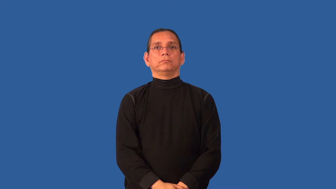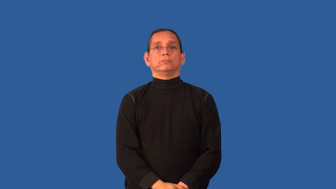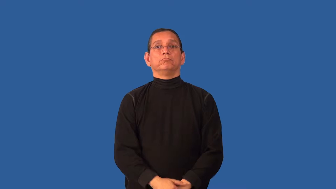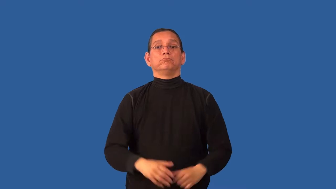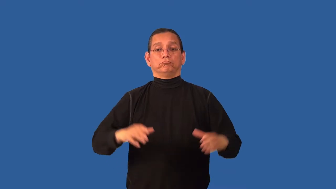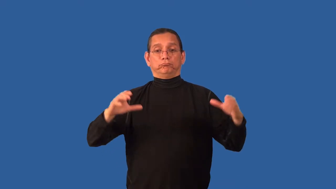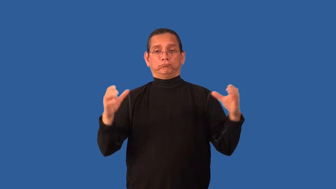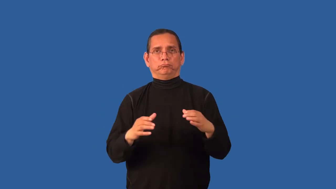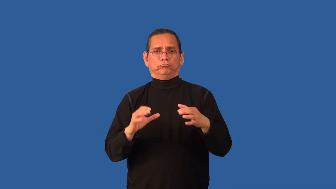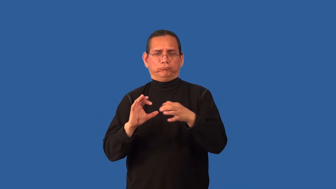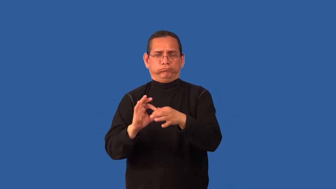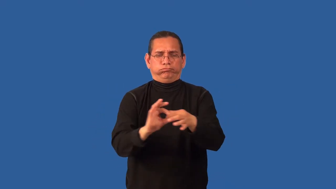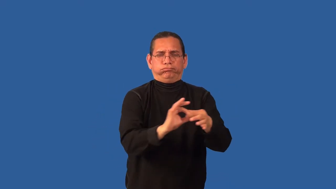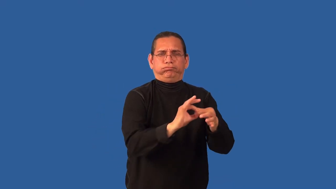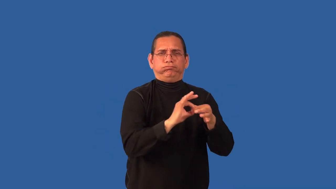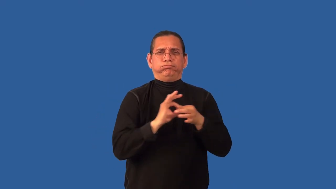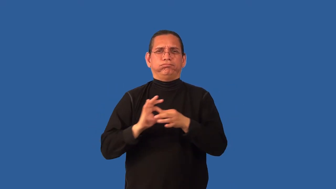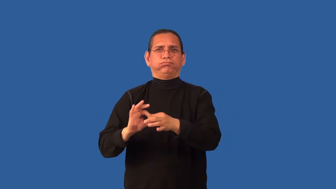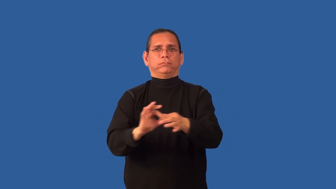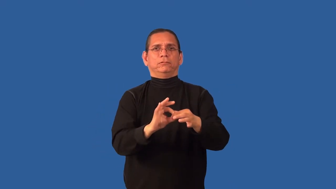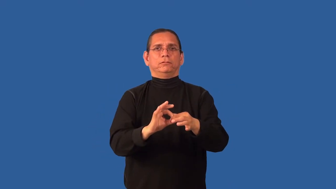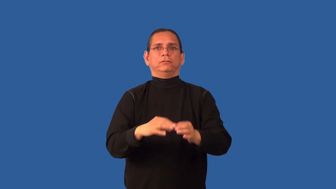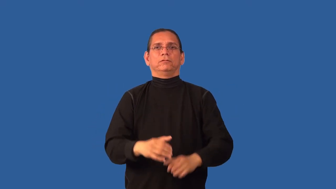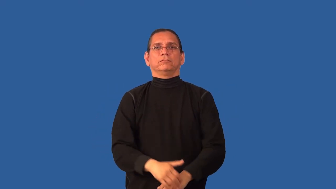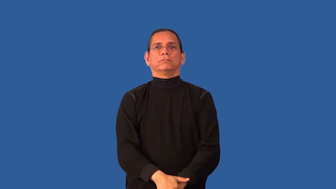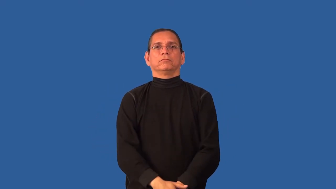coalesce